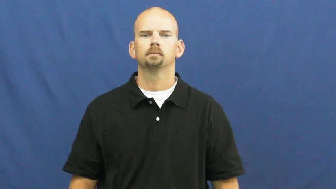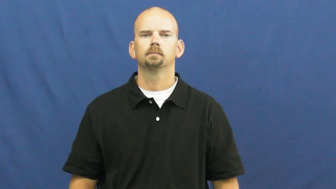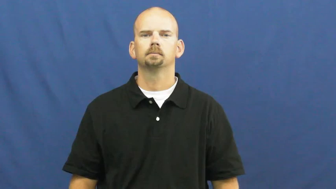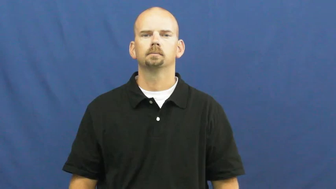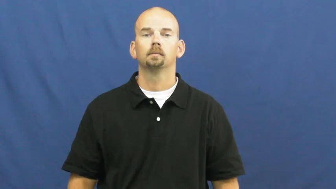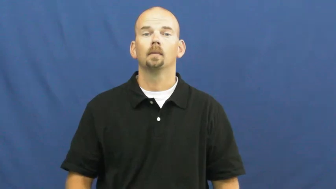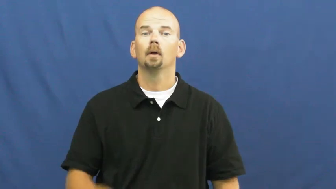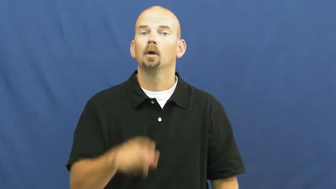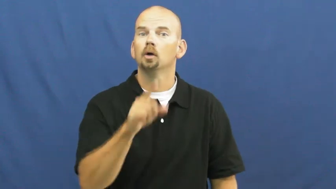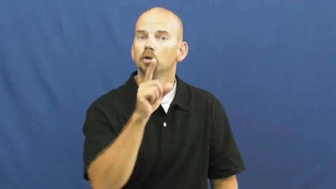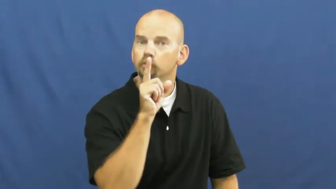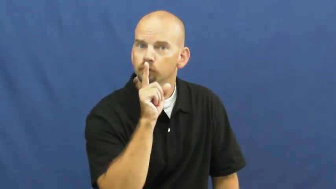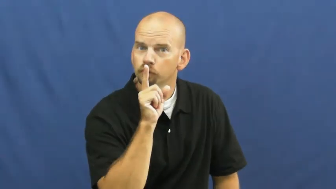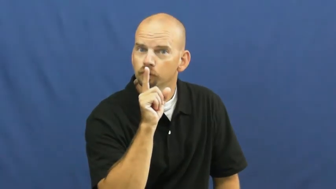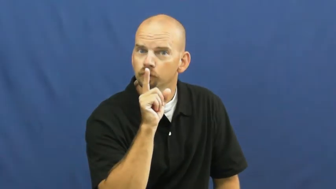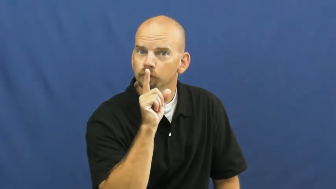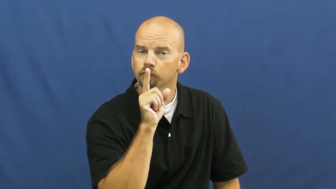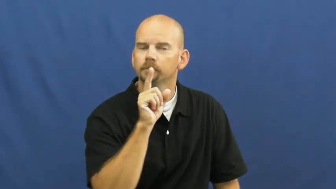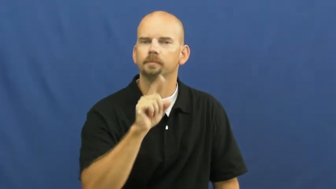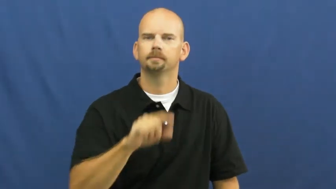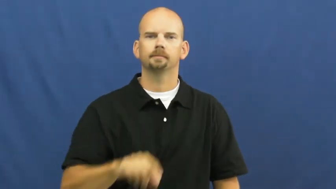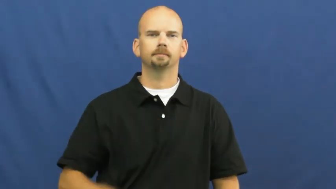hush,hush up,shh,shush,shush up,hist